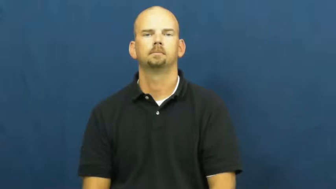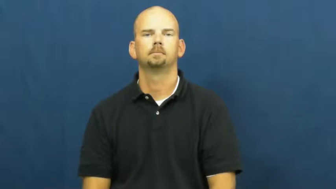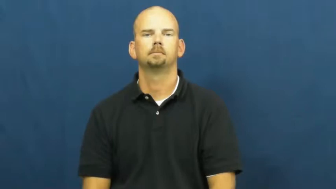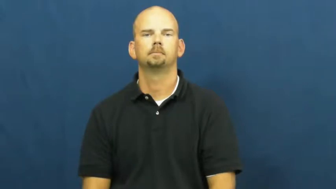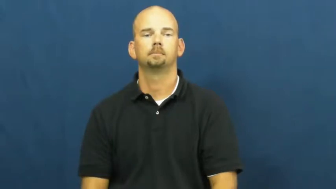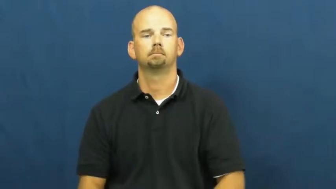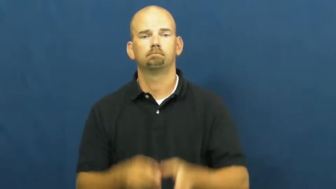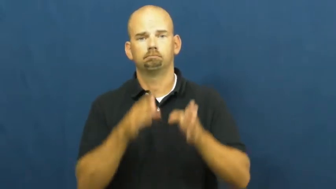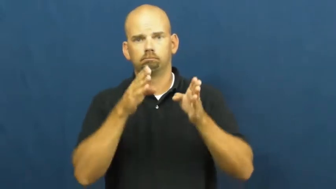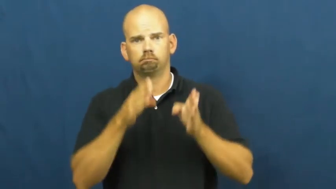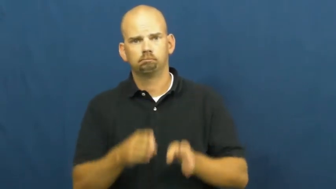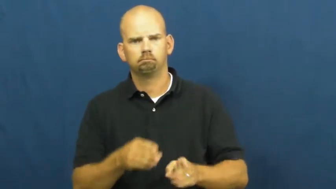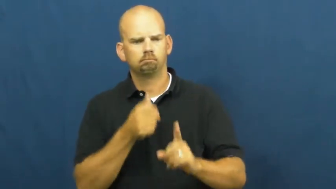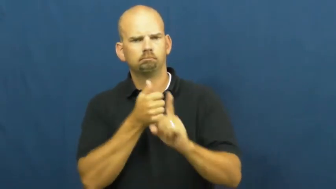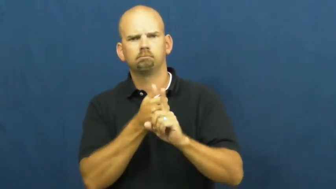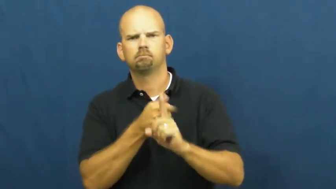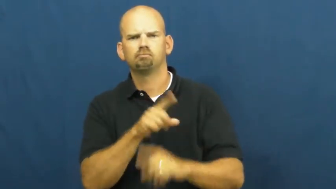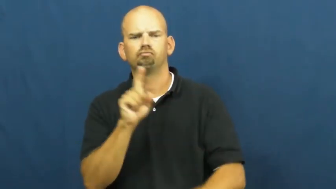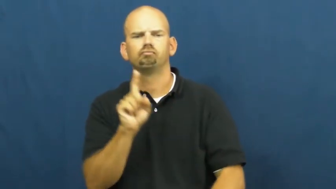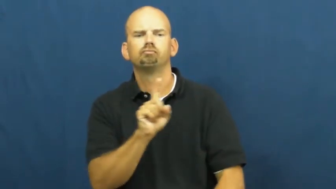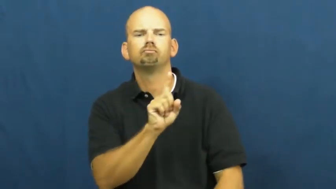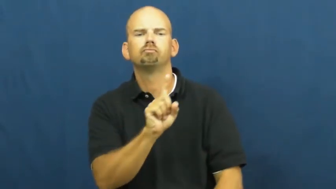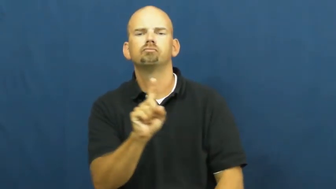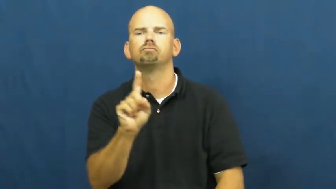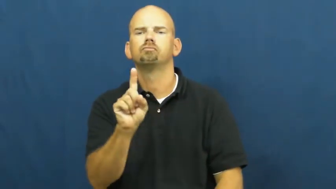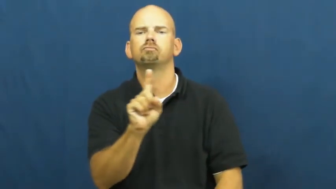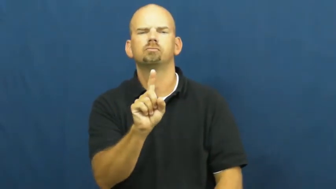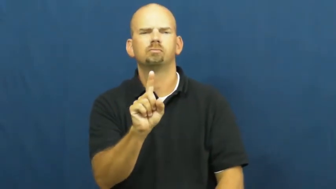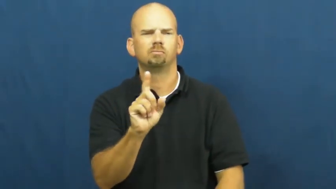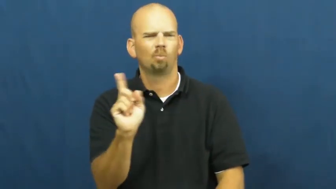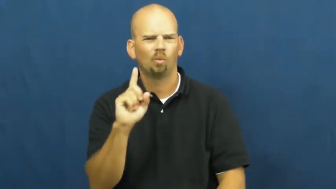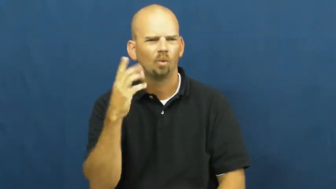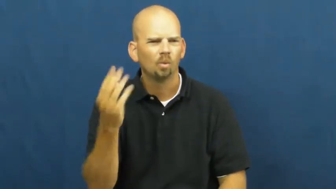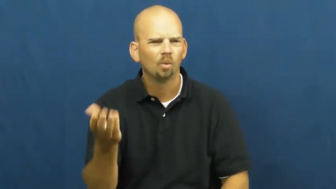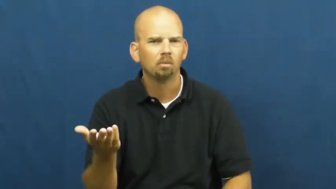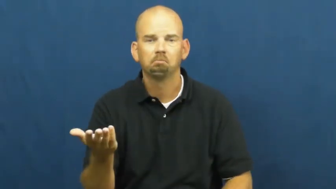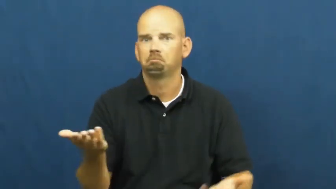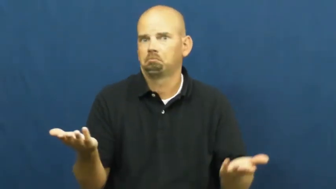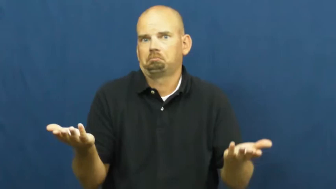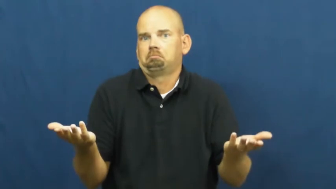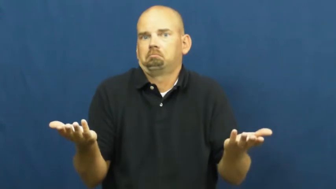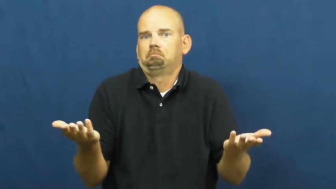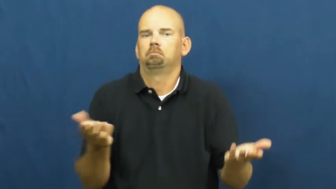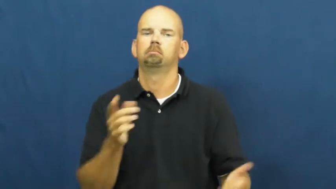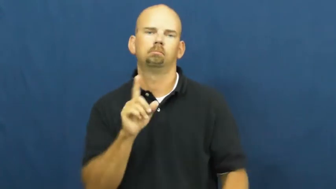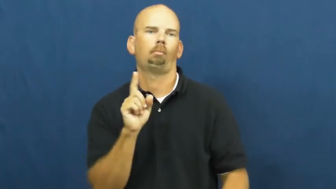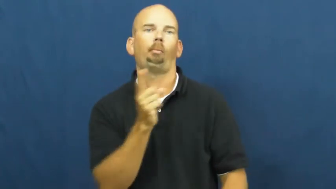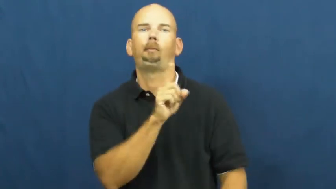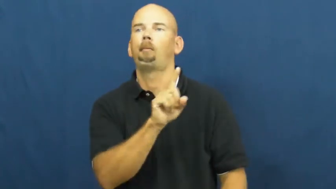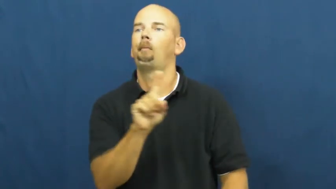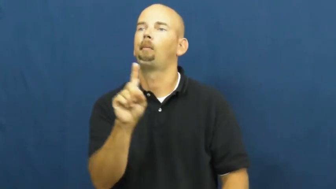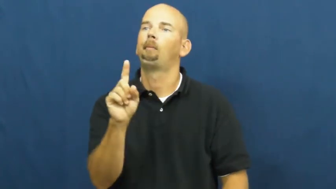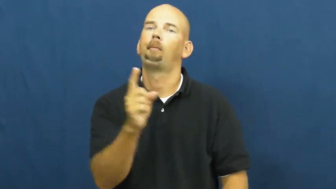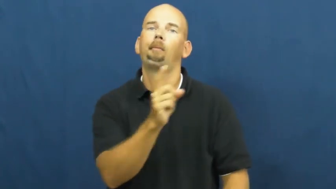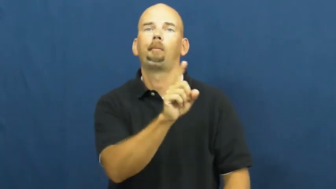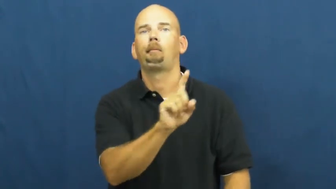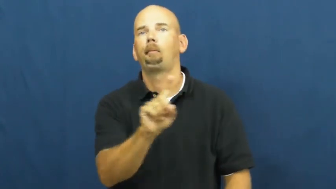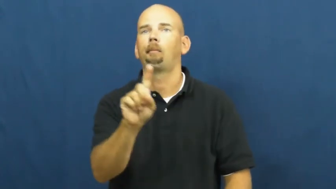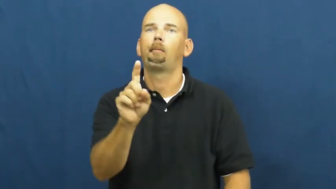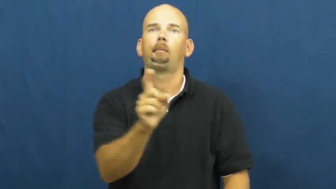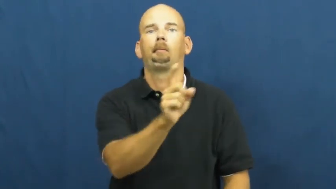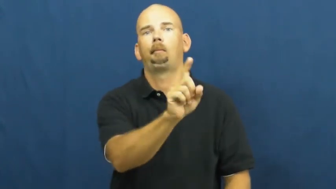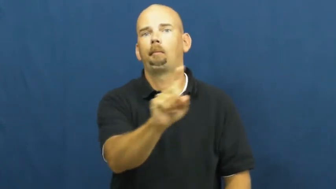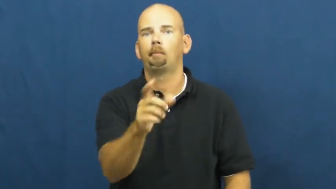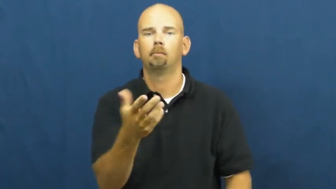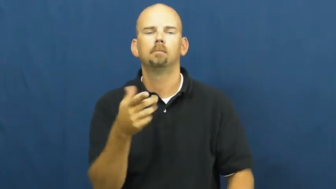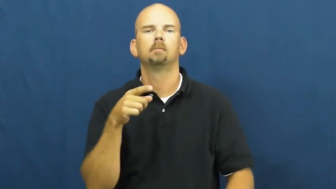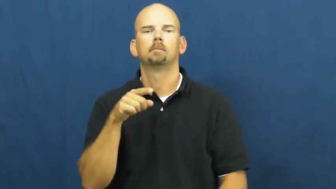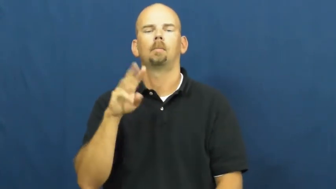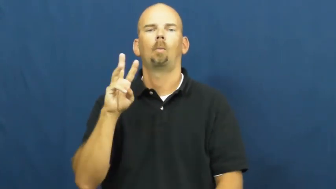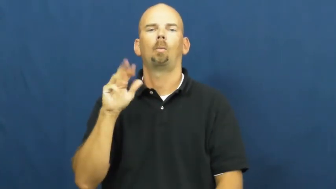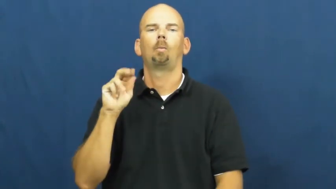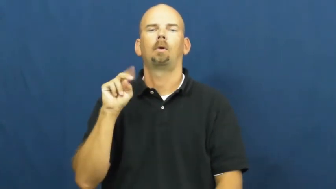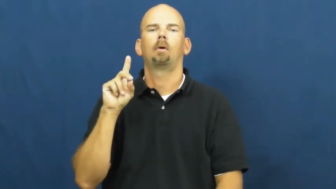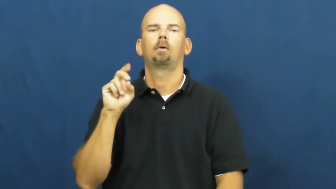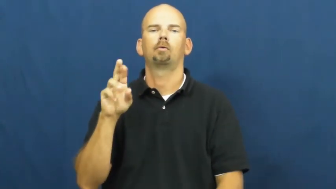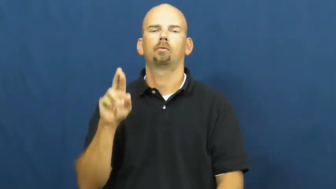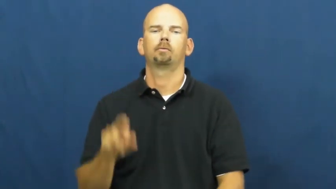wander,meander,mosey,traipse,gad,galavant,directionless